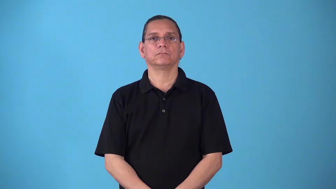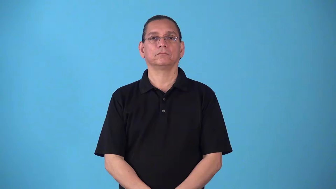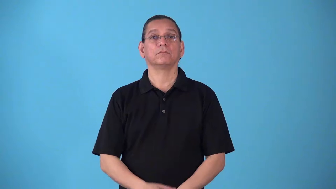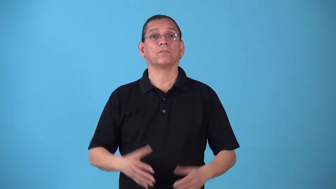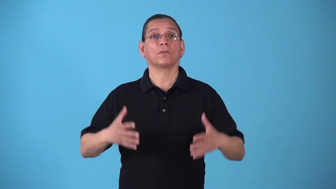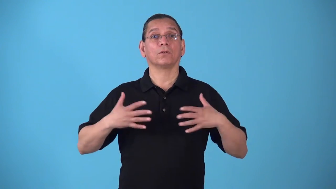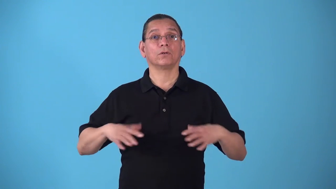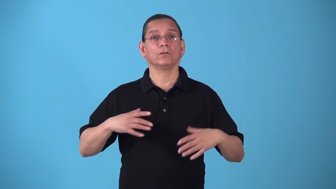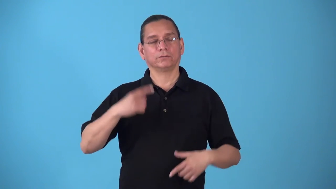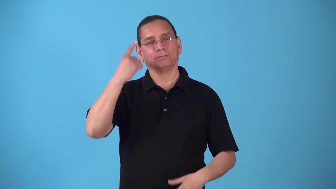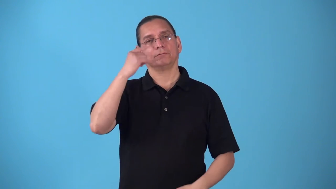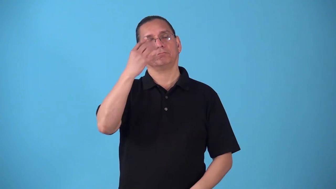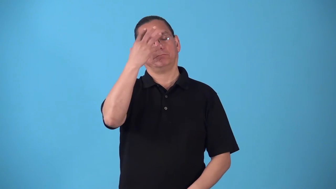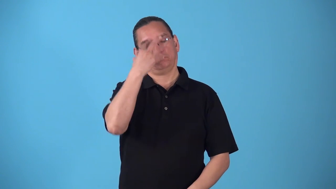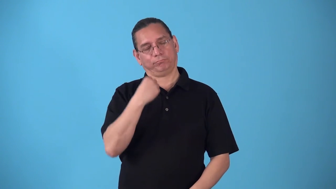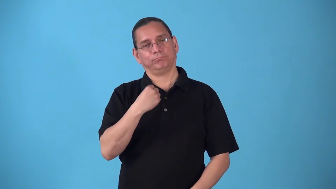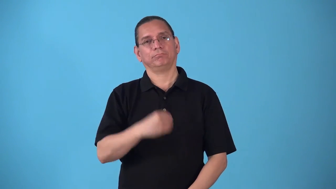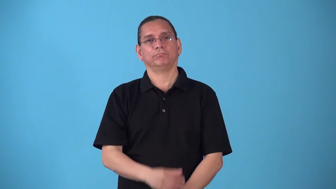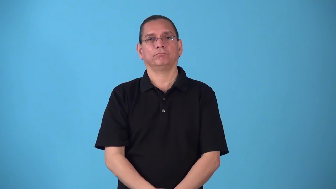sleepwear